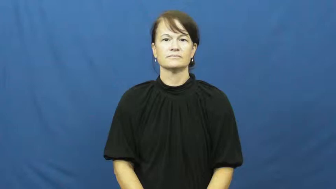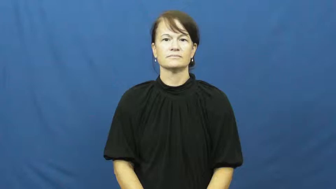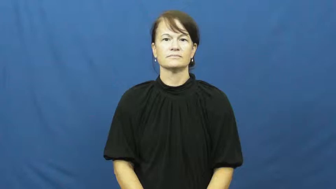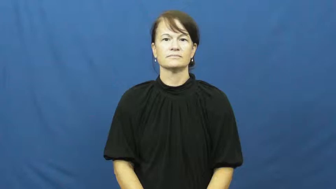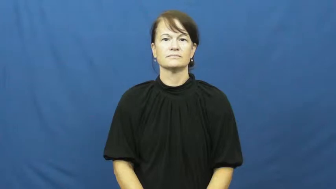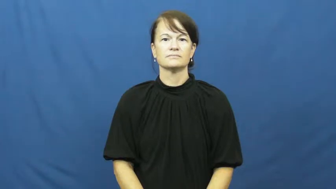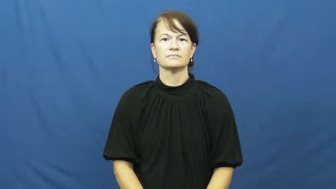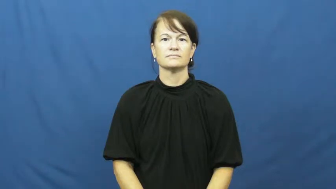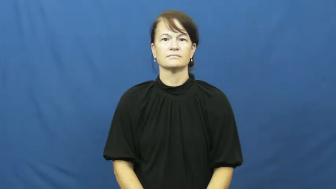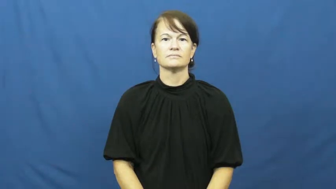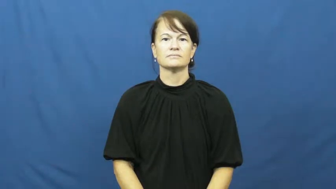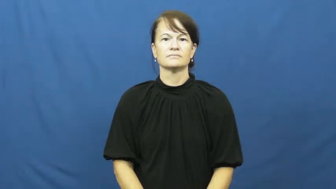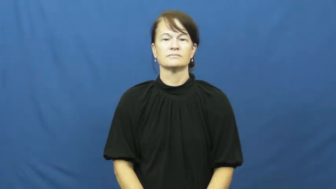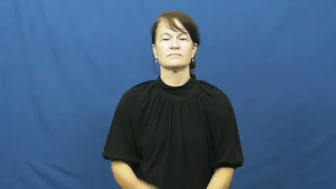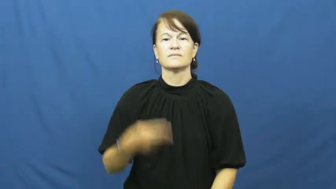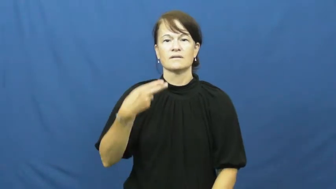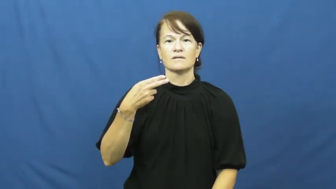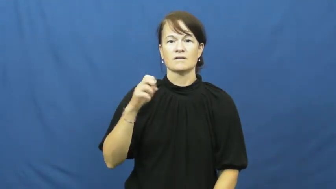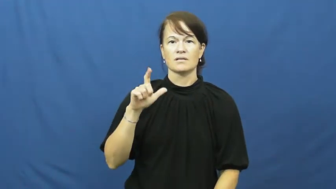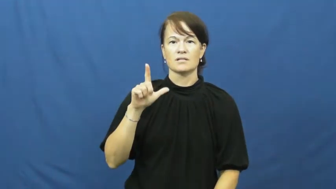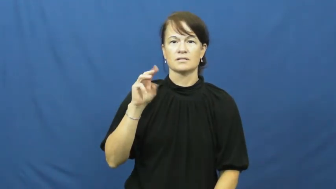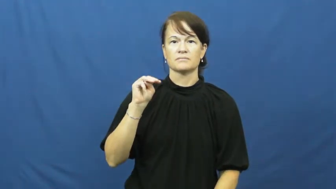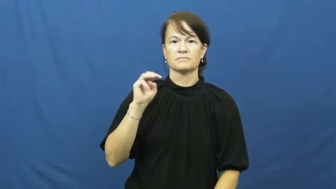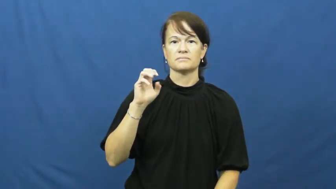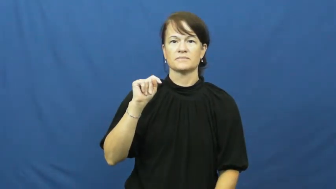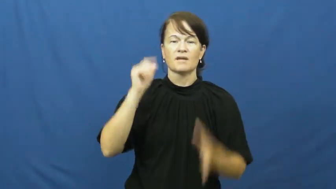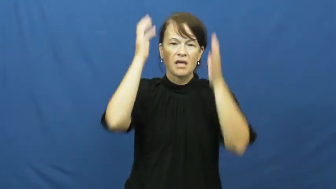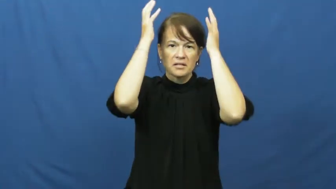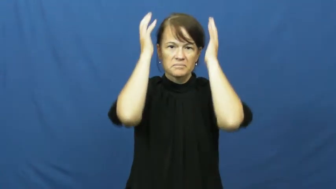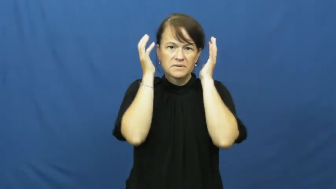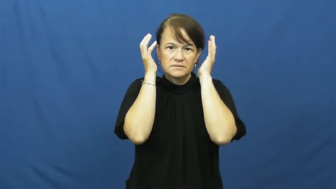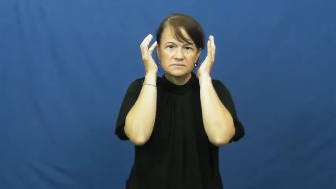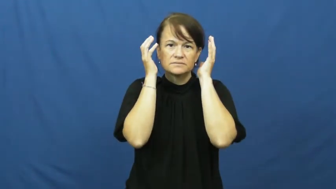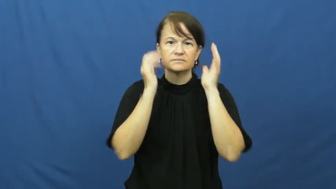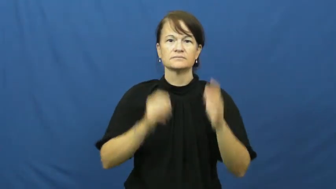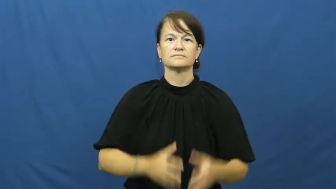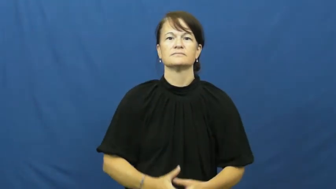helmet